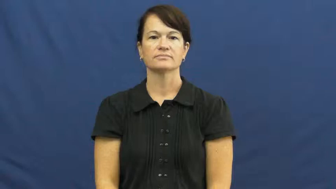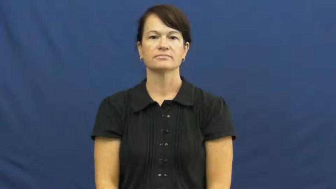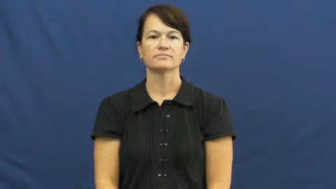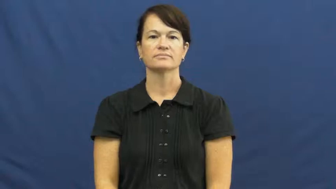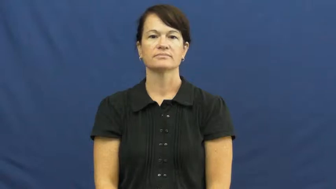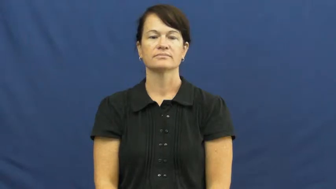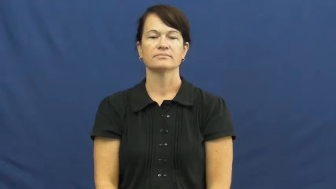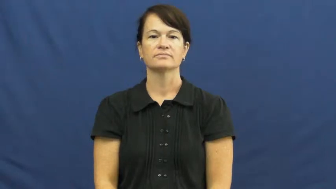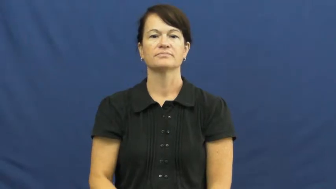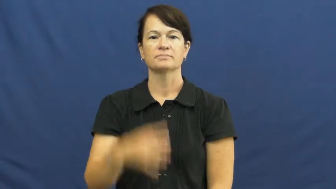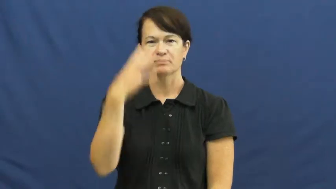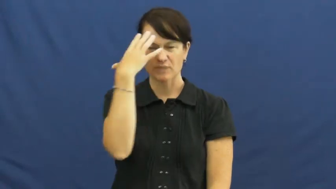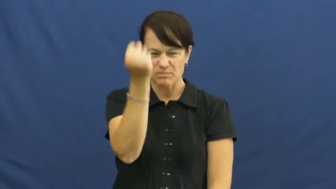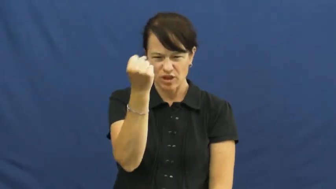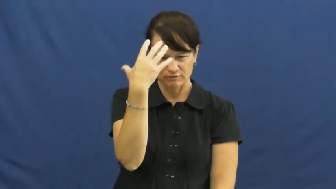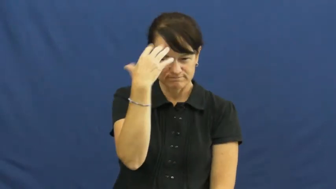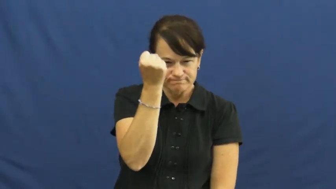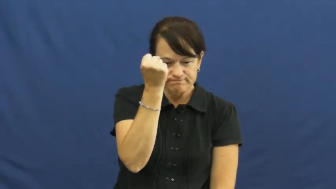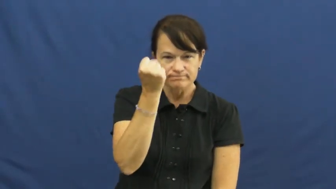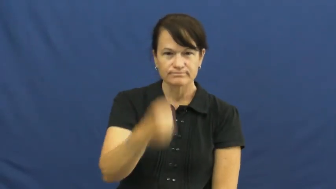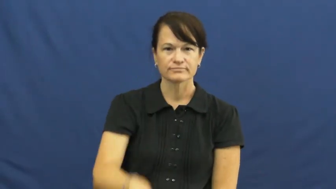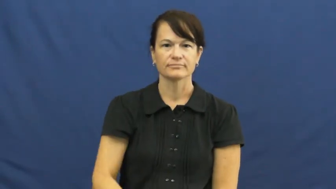memorize